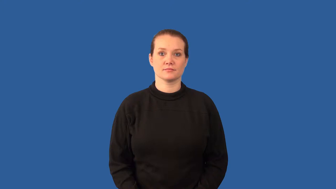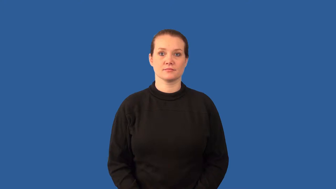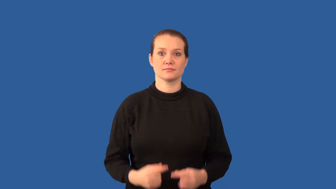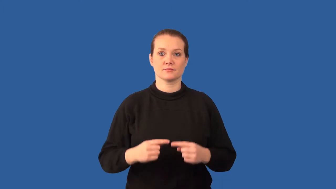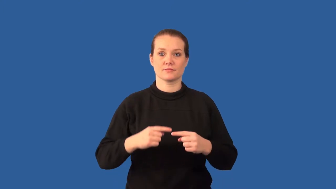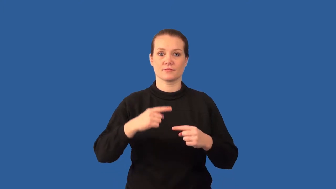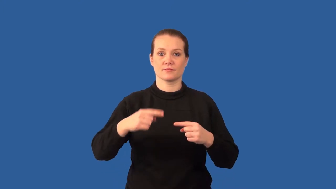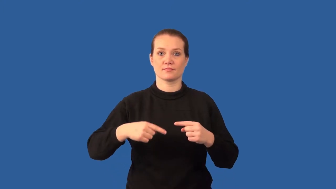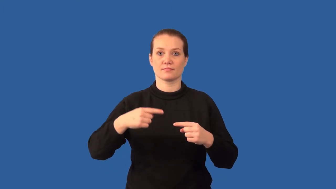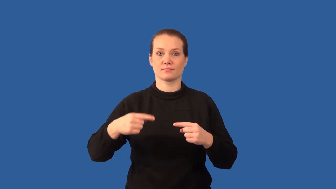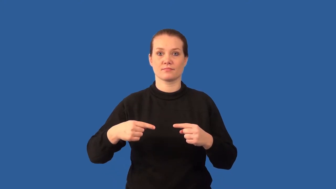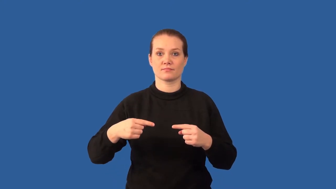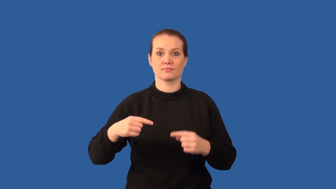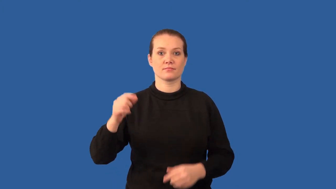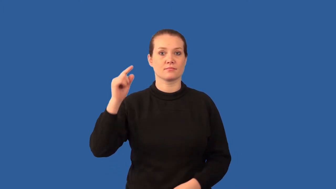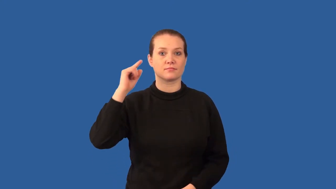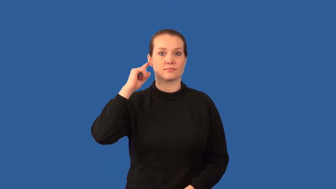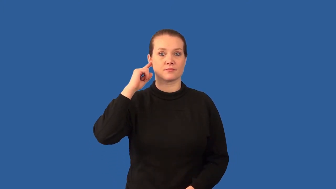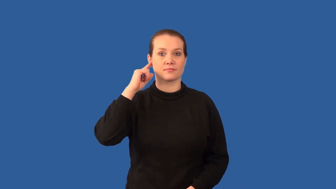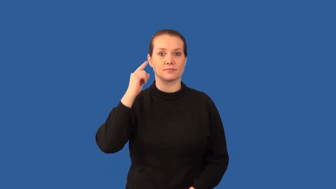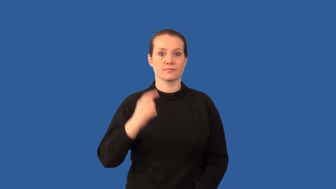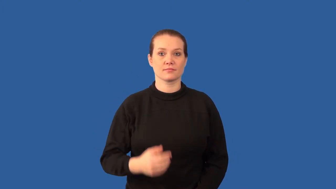cochlea